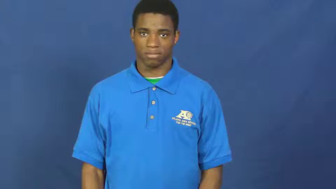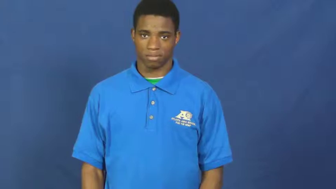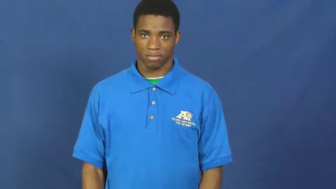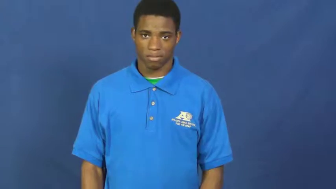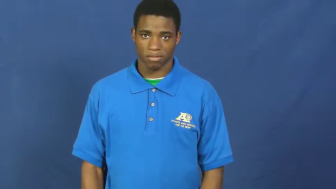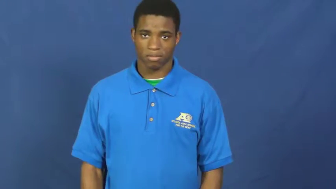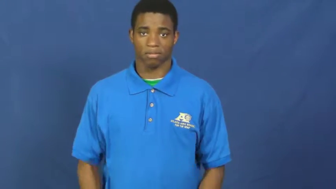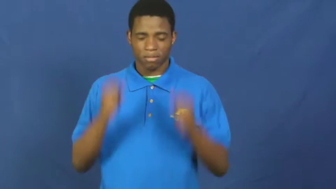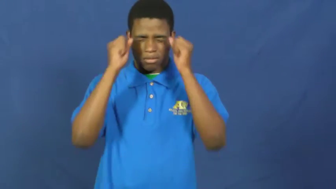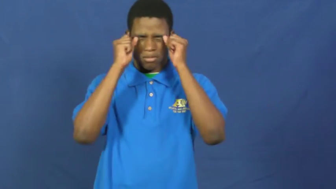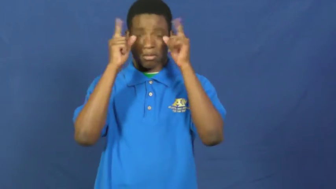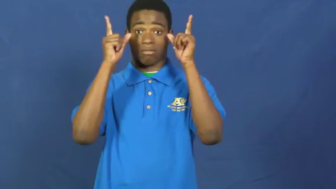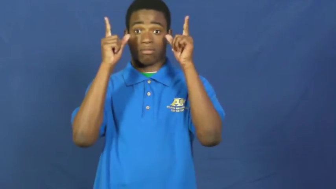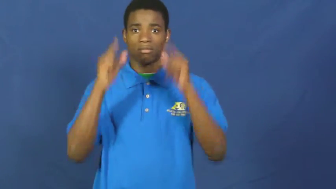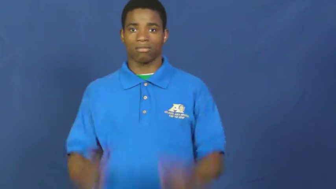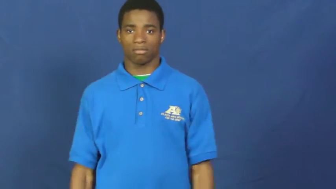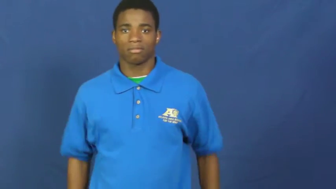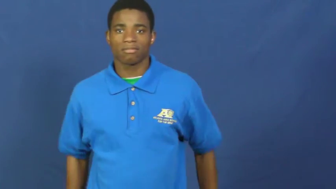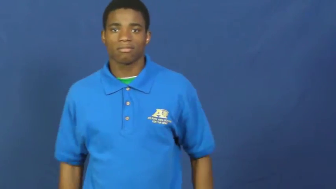spring on-surprise